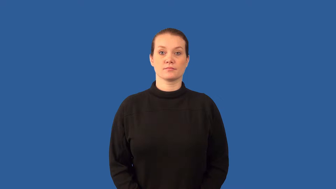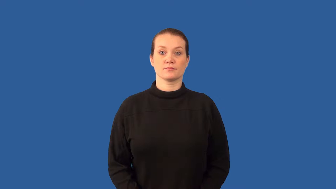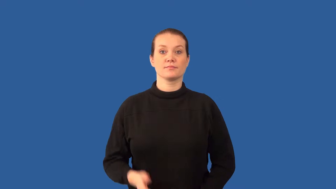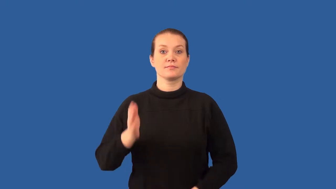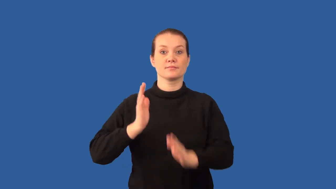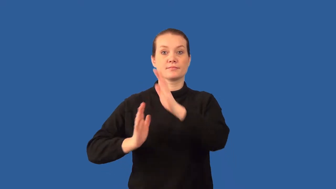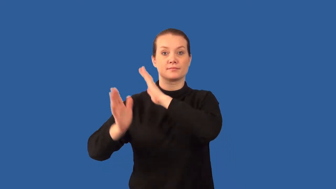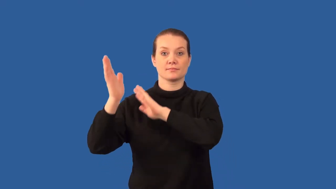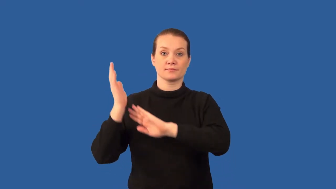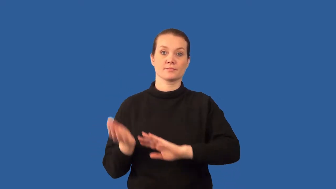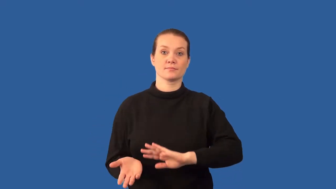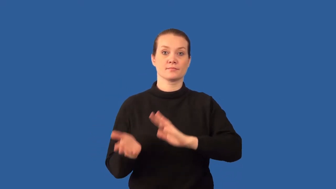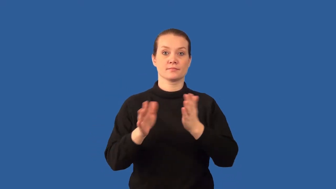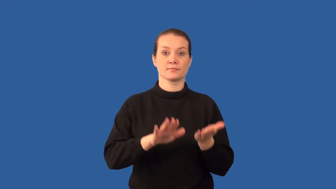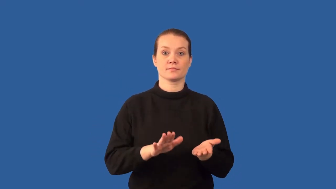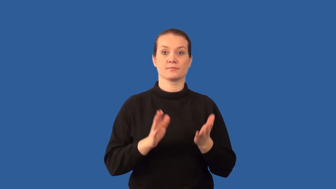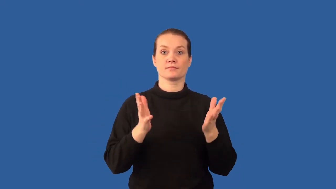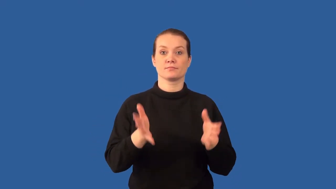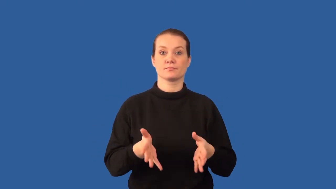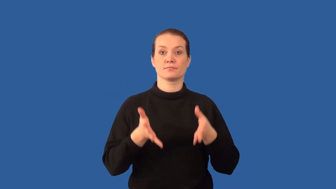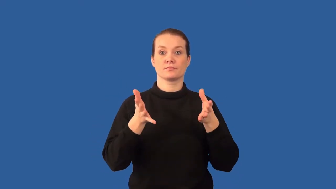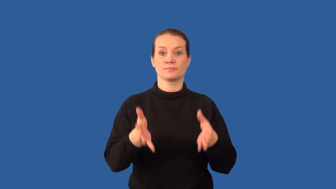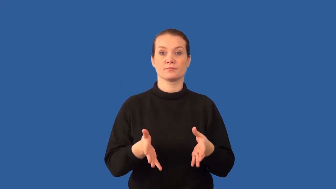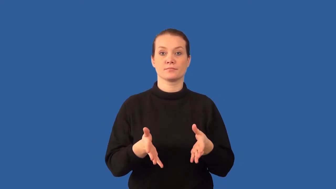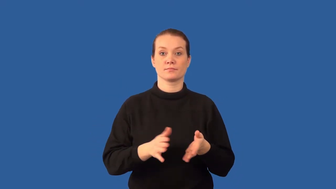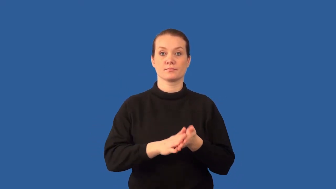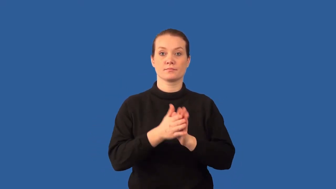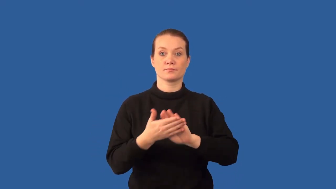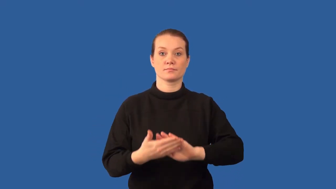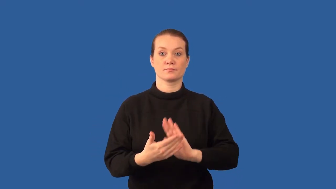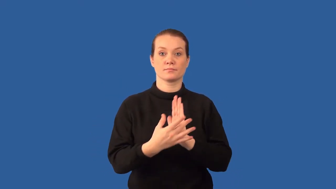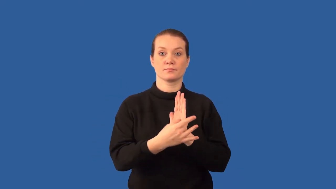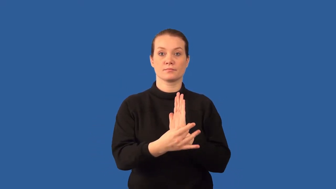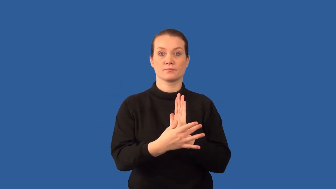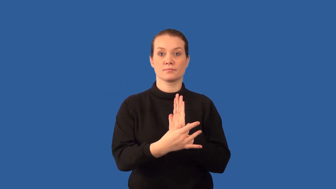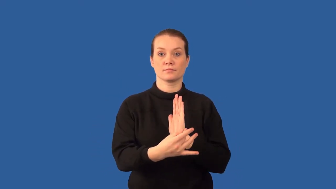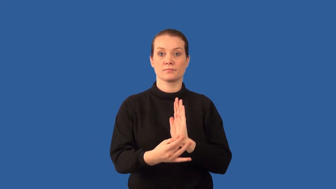petroleum